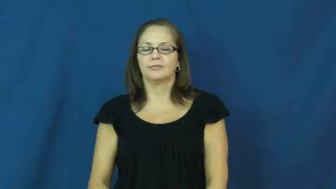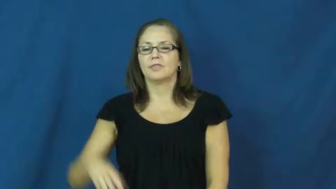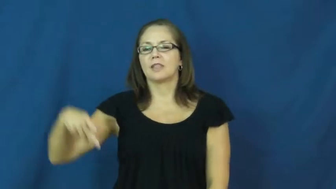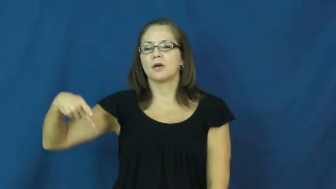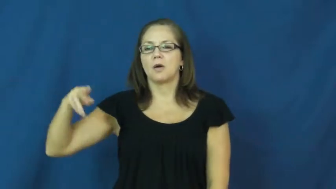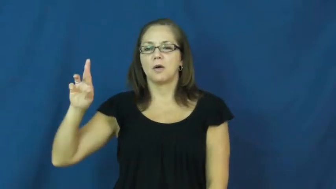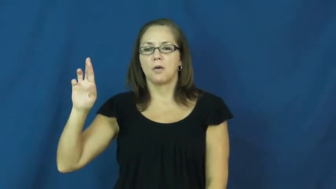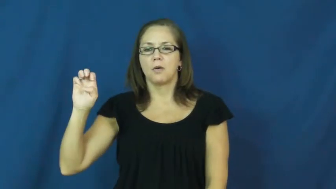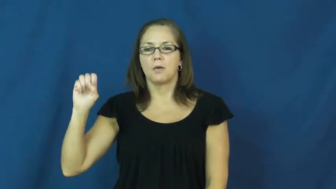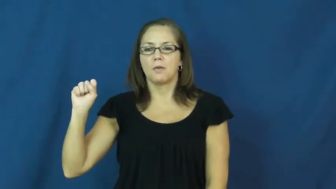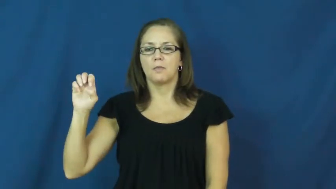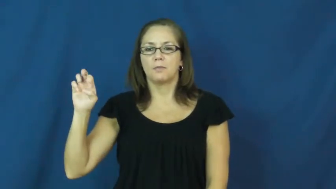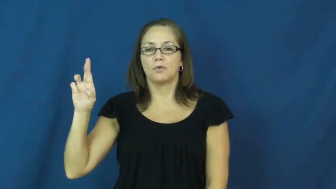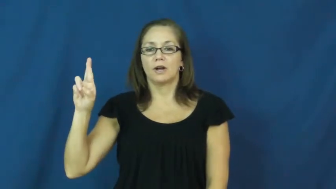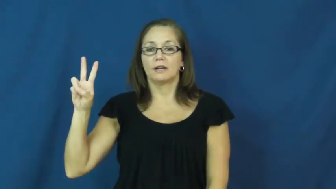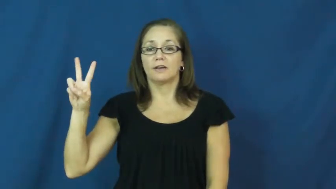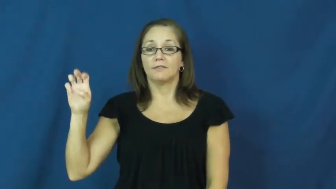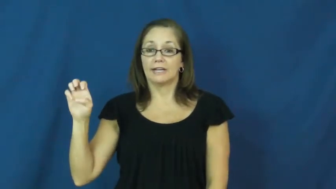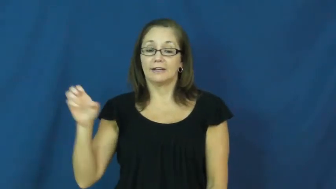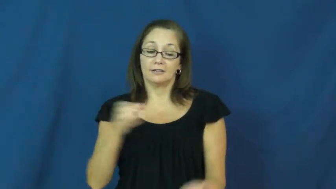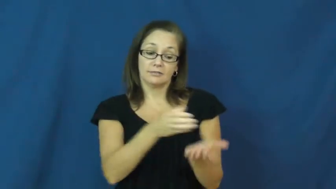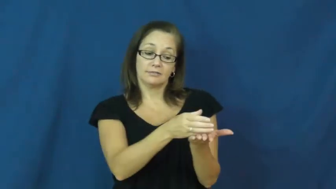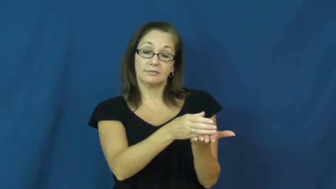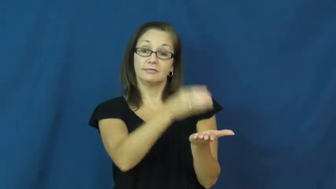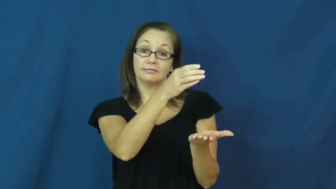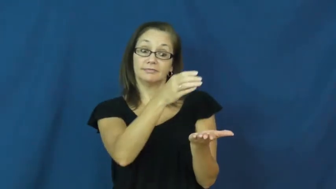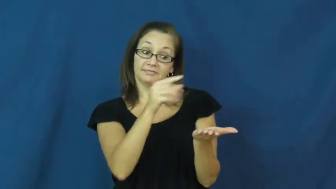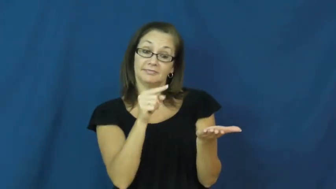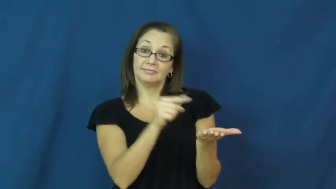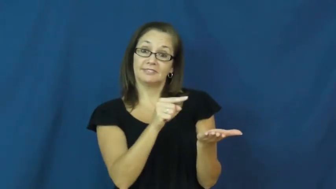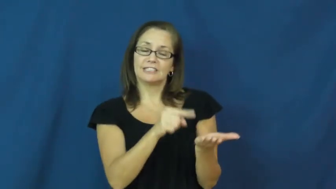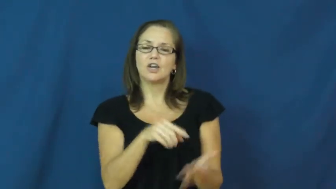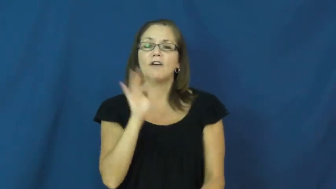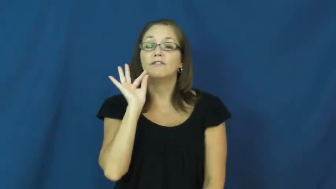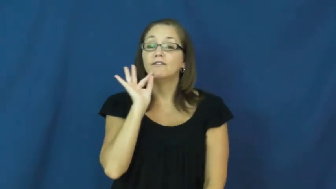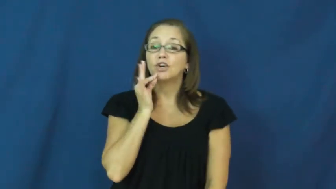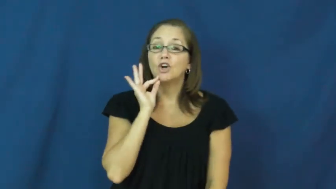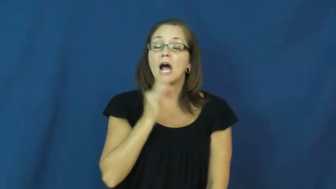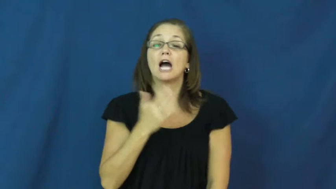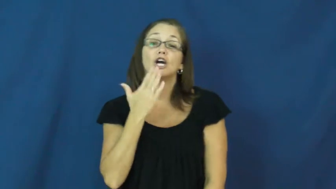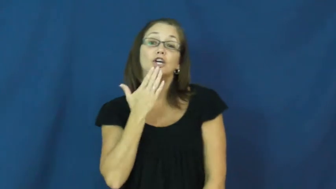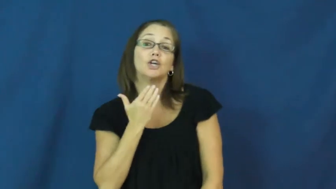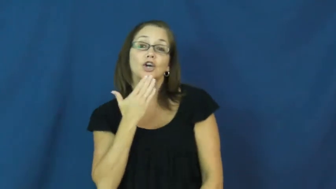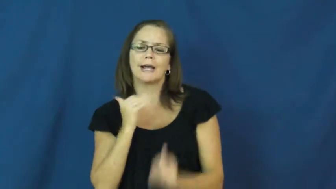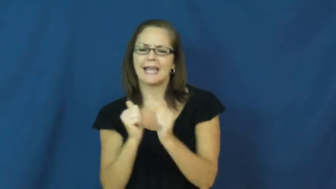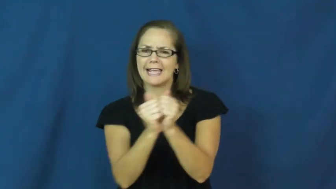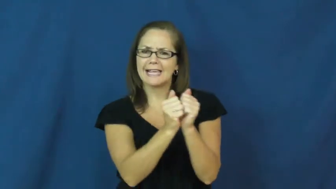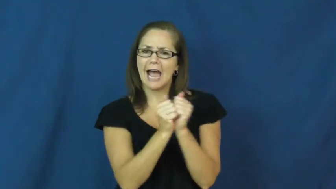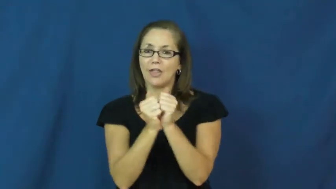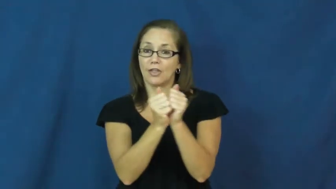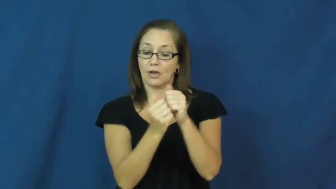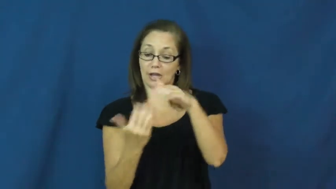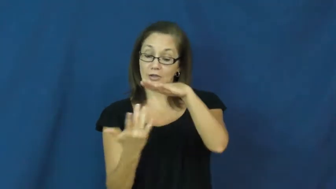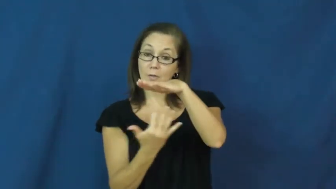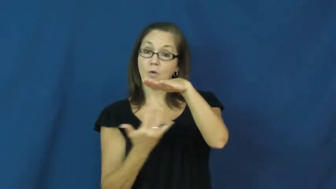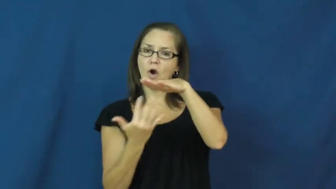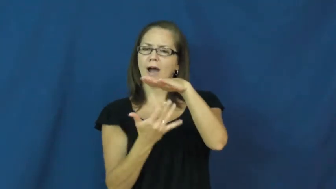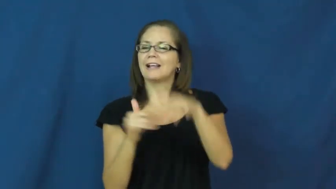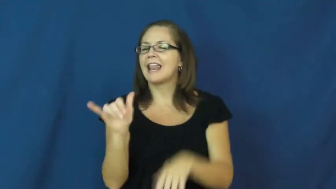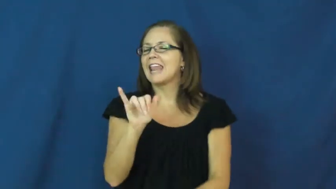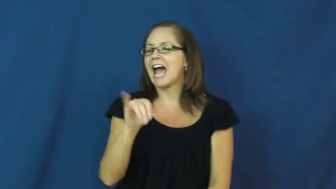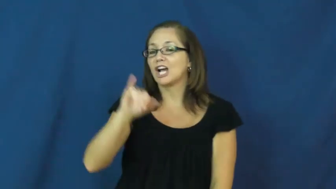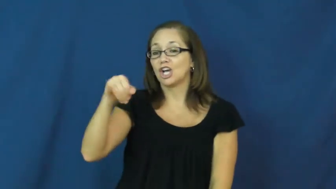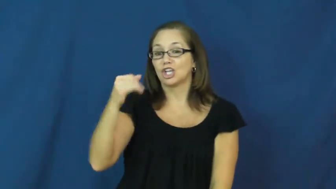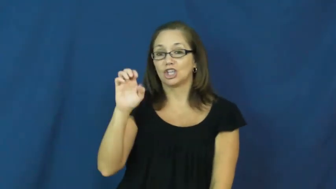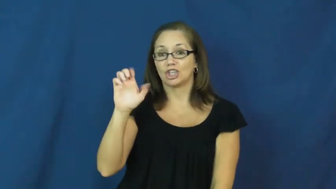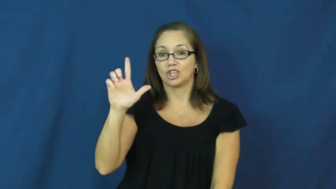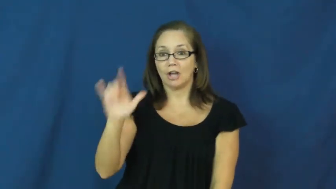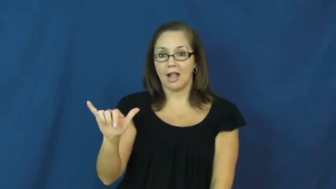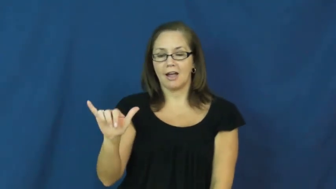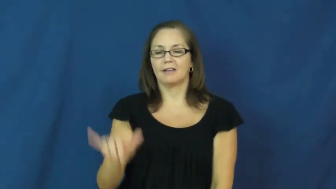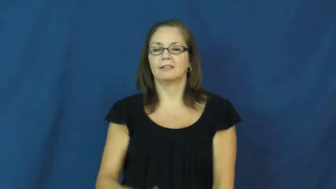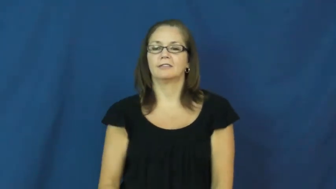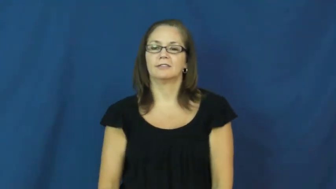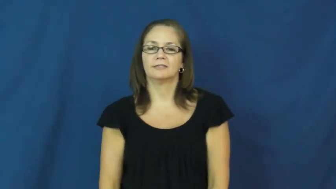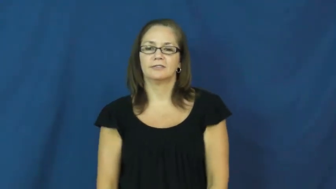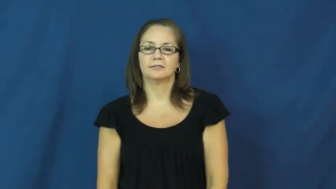preserve-fruit